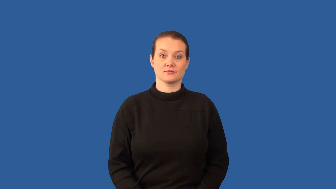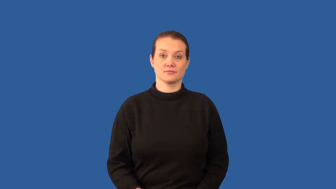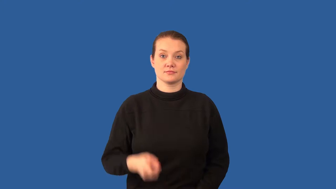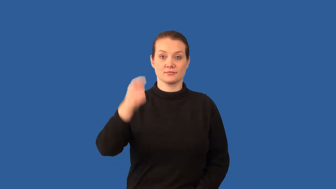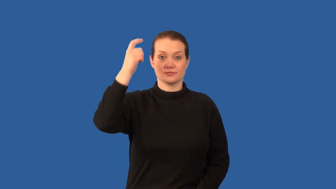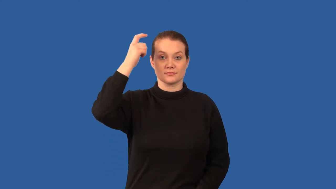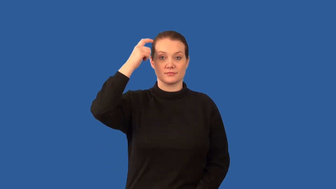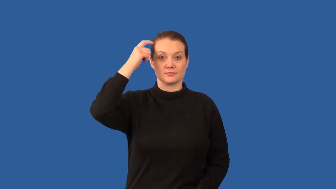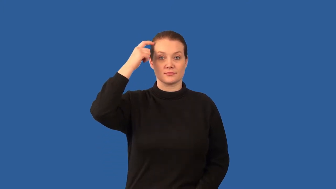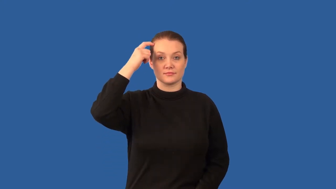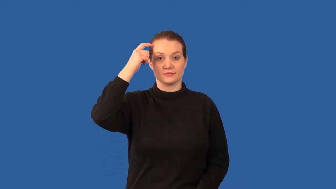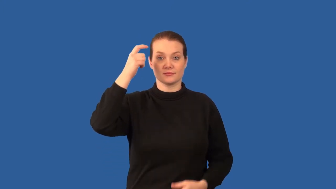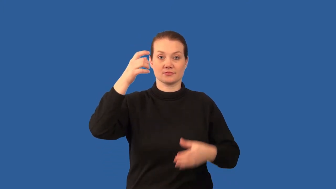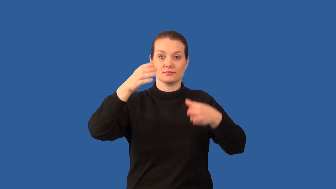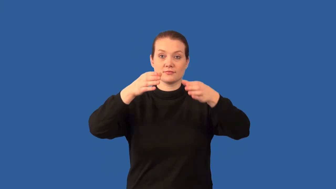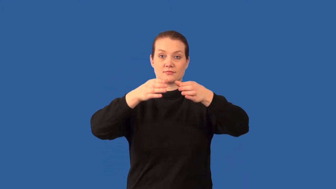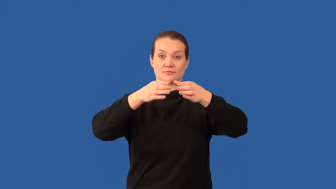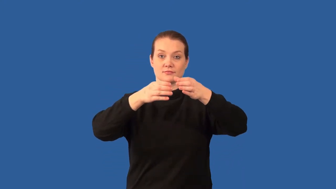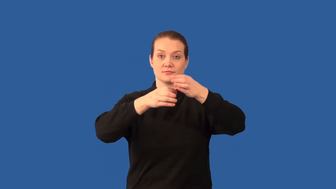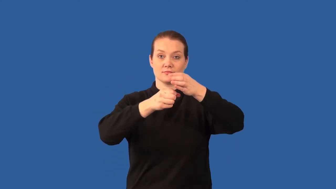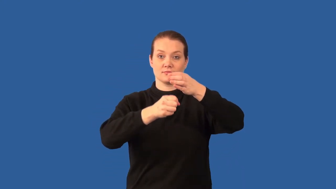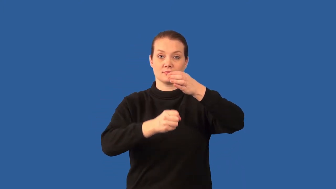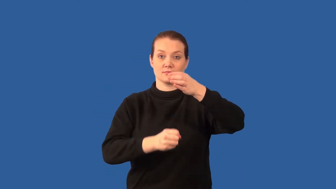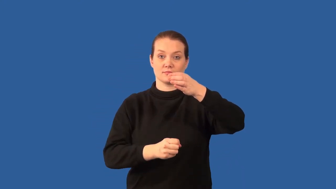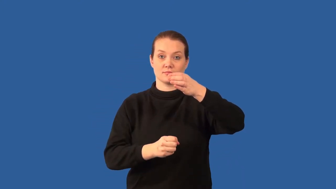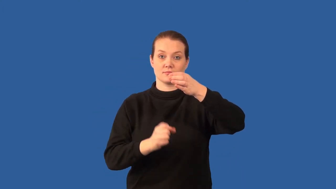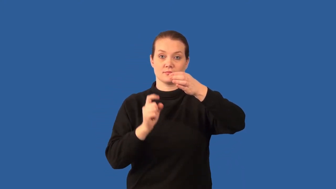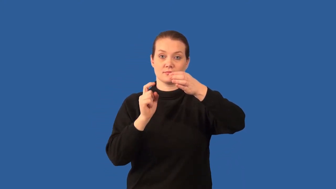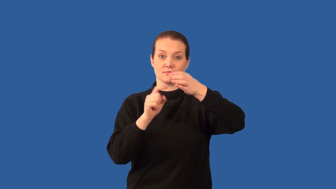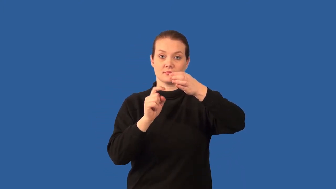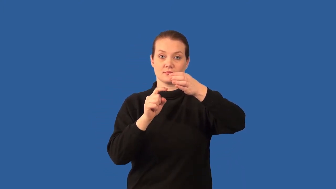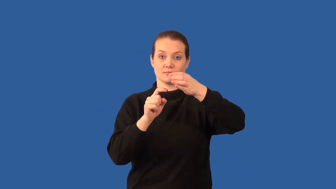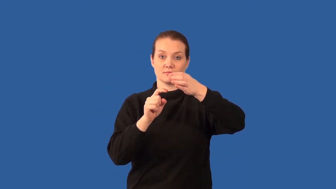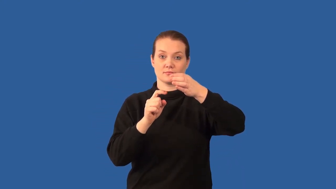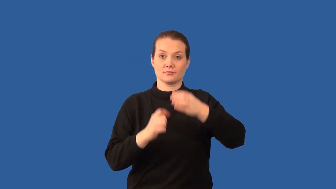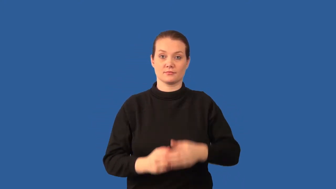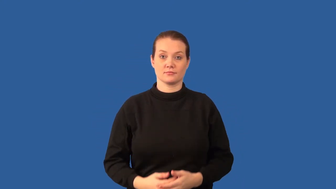hypothalamus